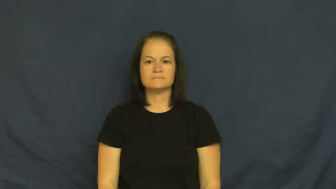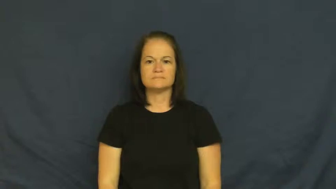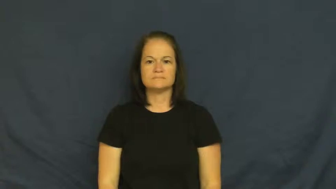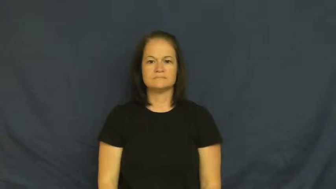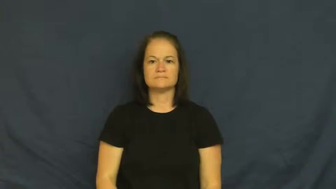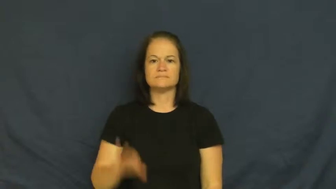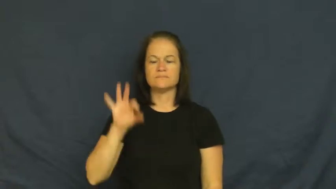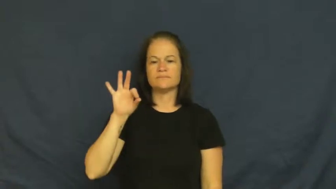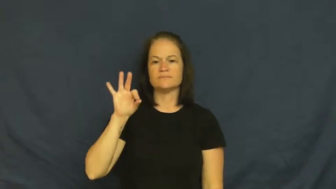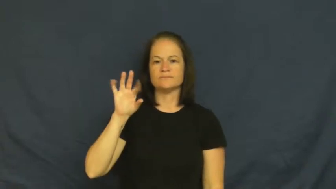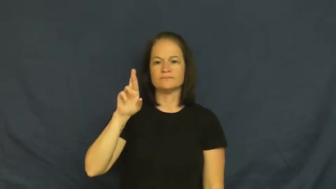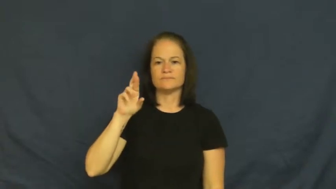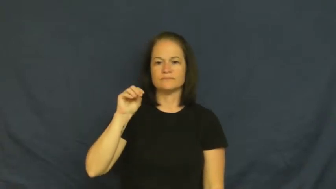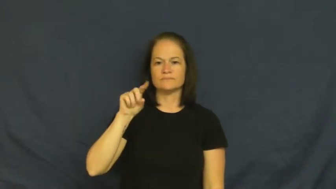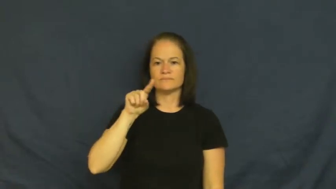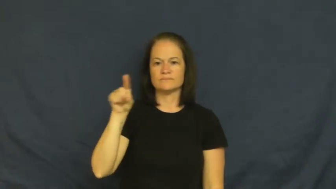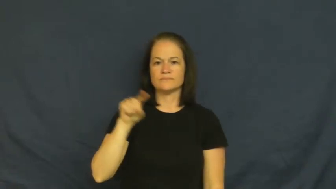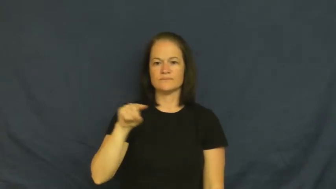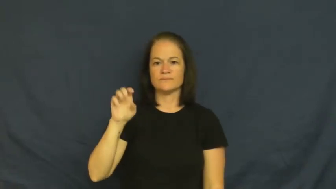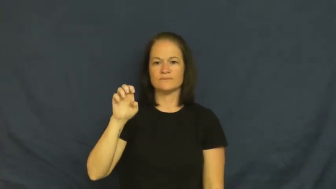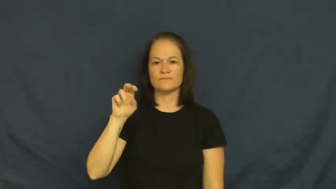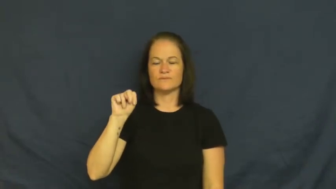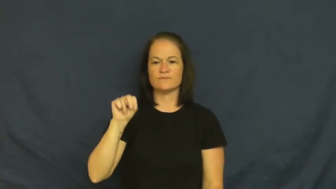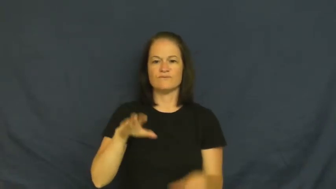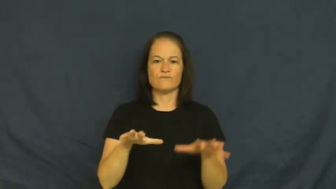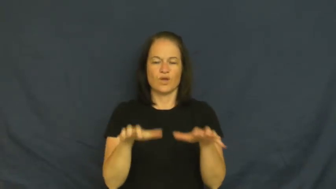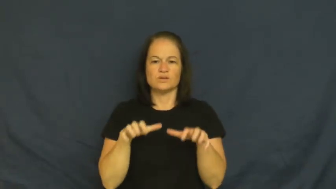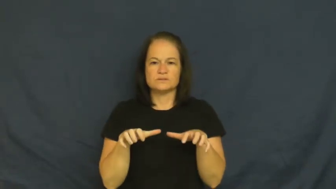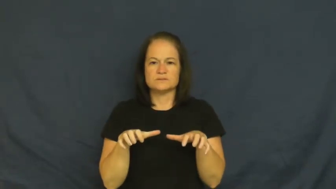frozen